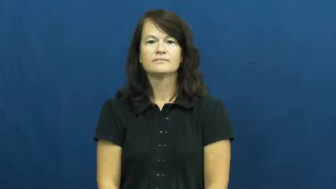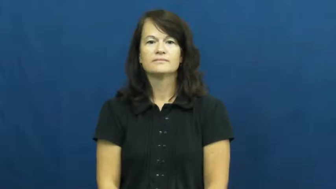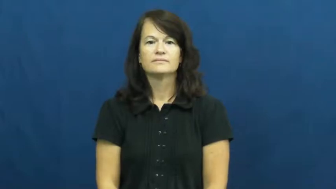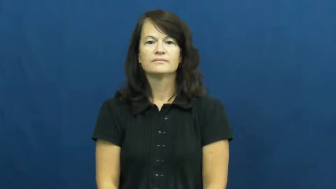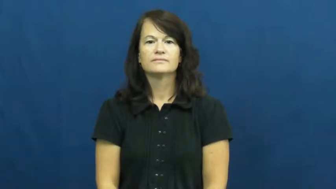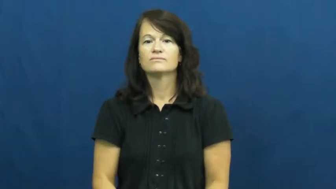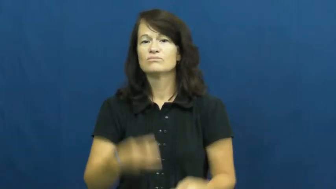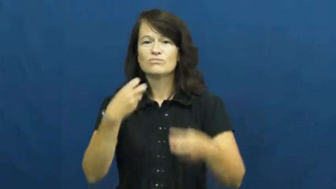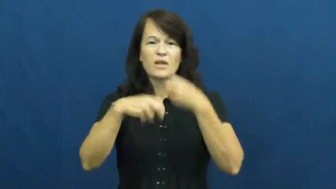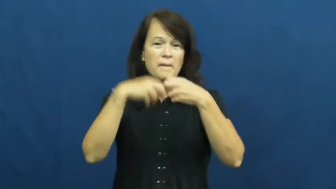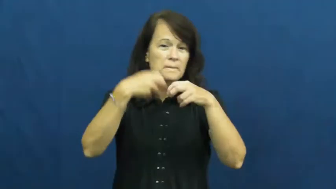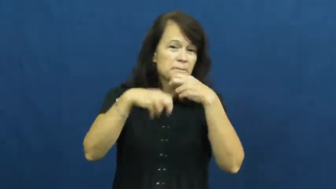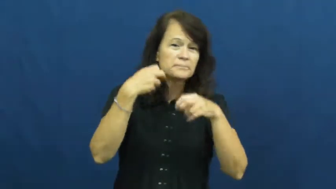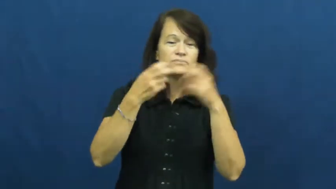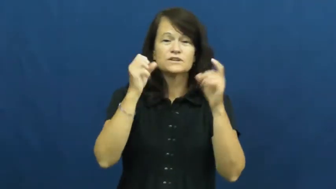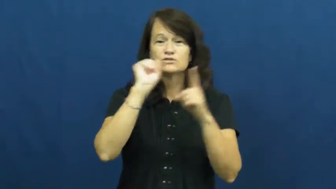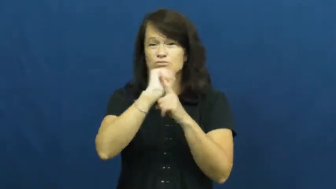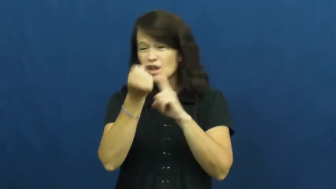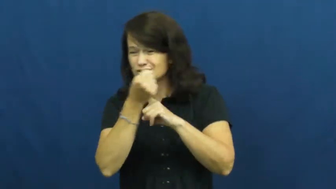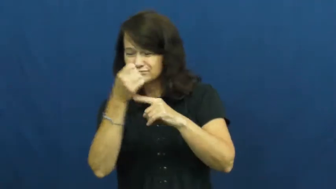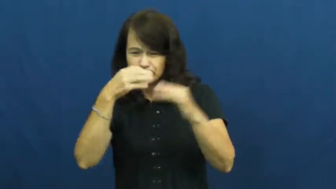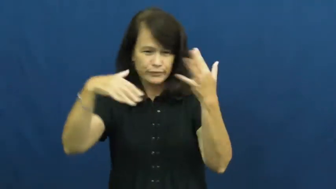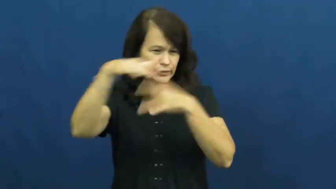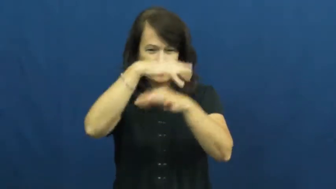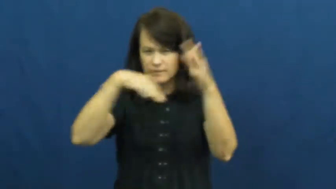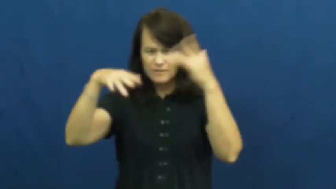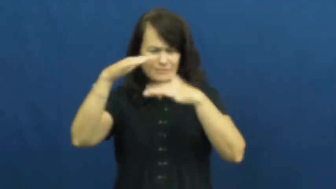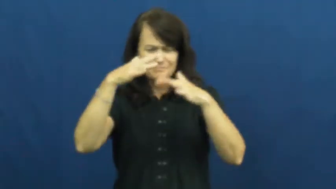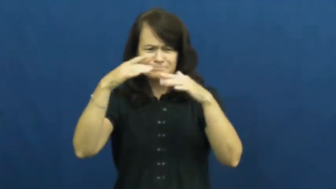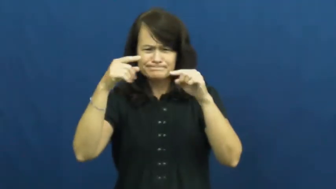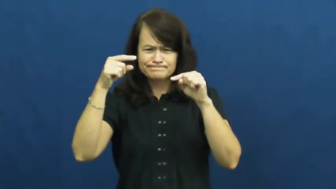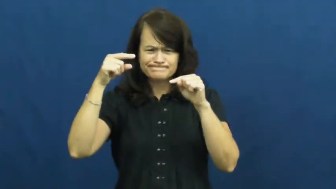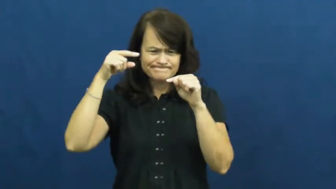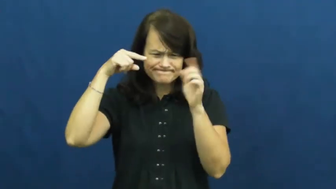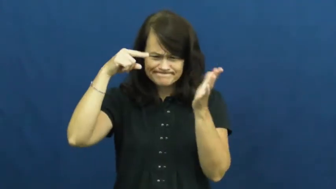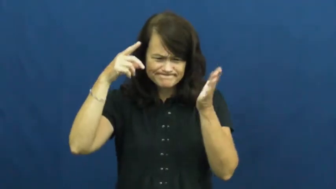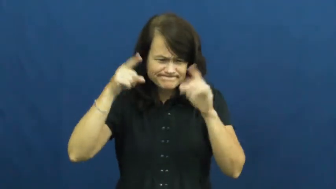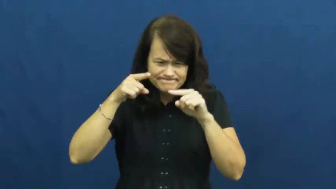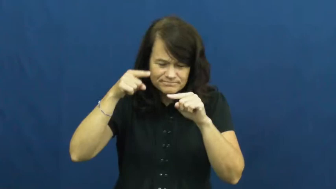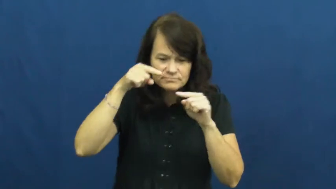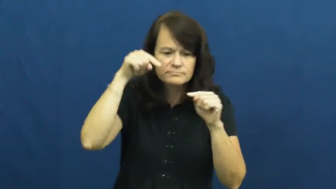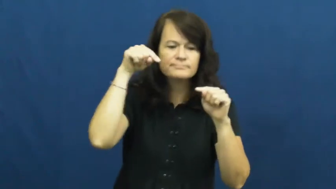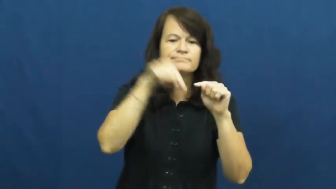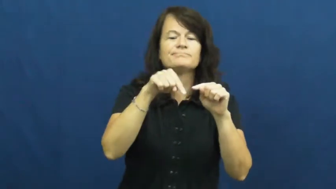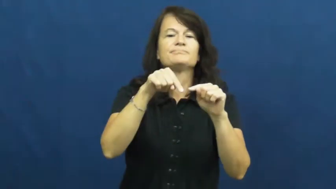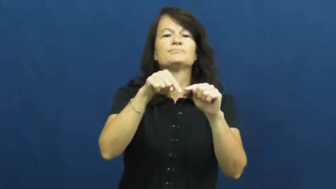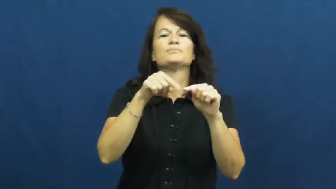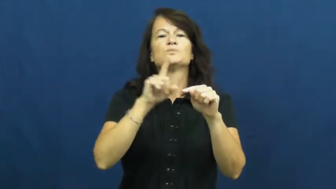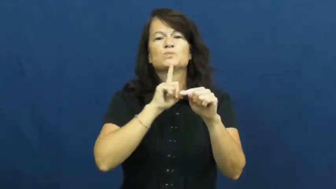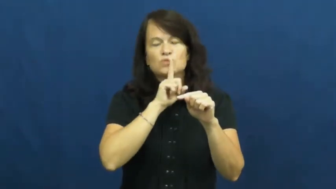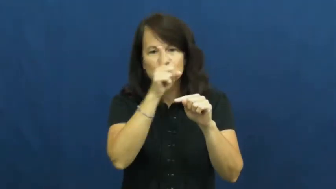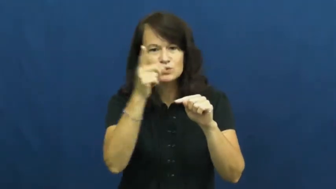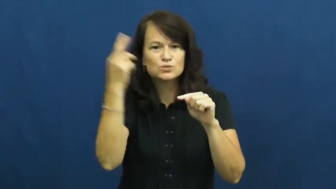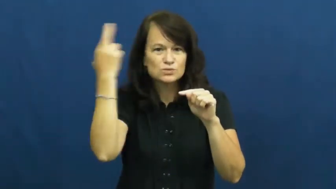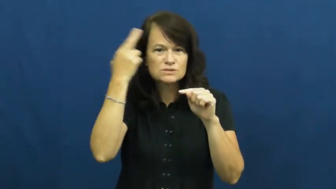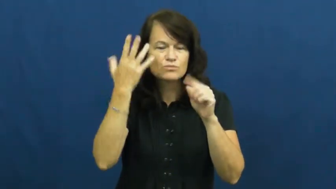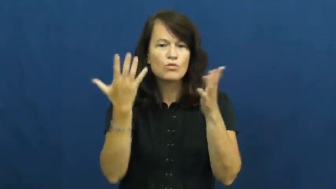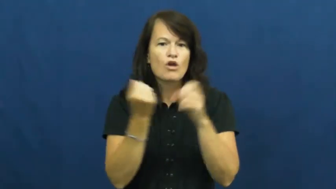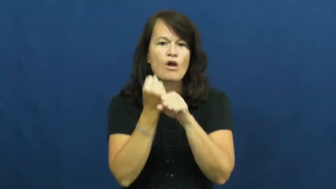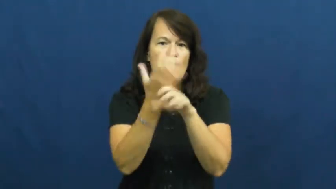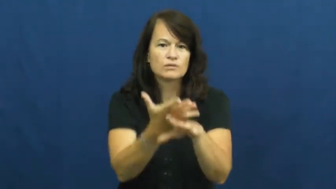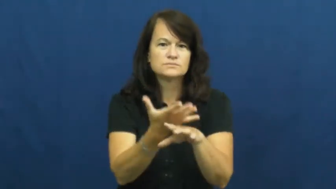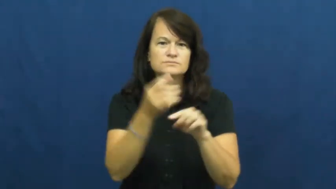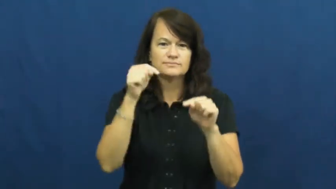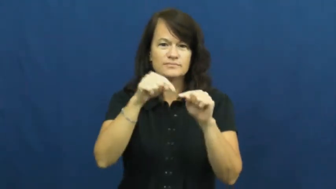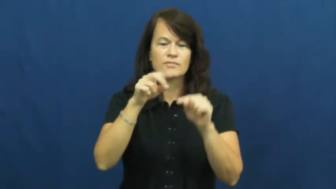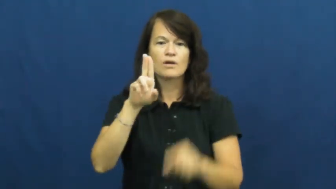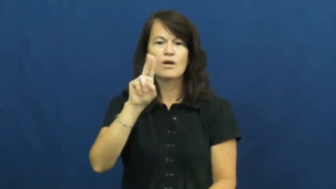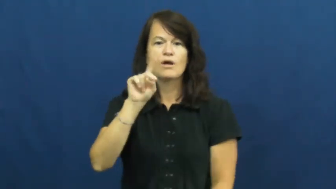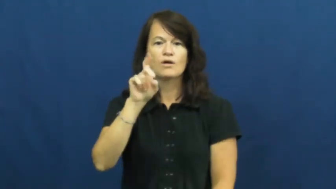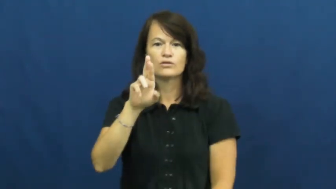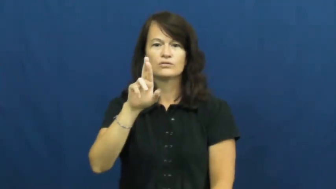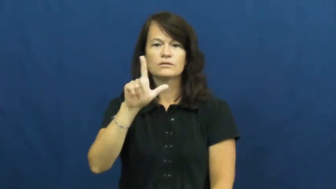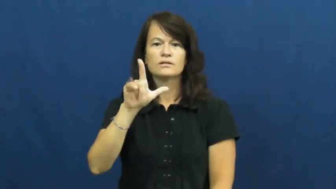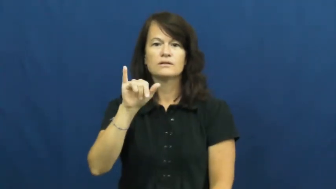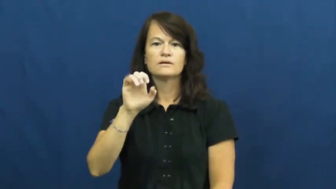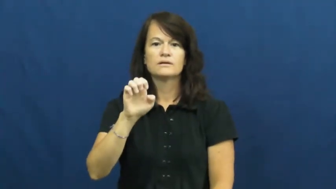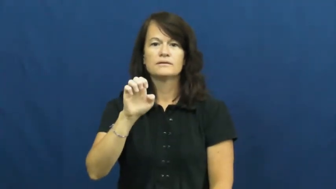underlie